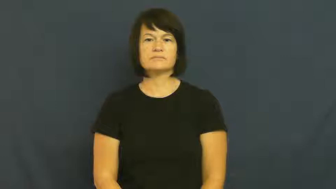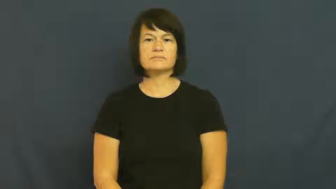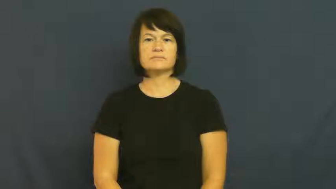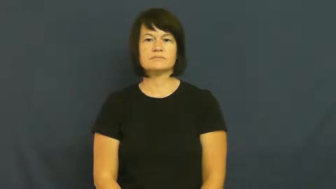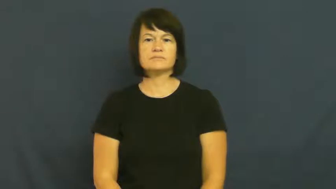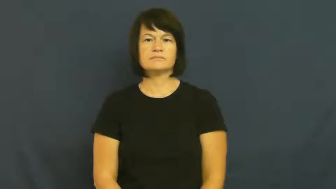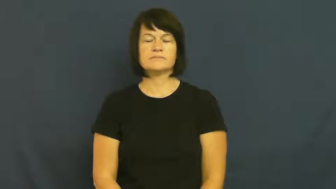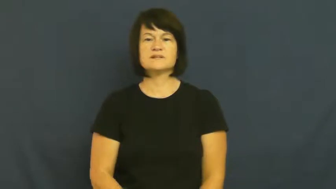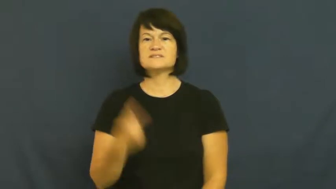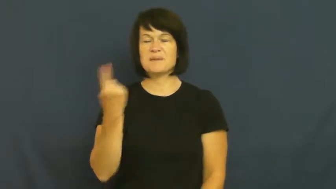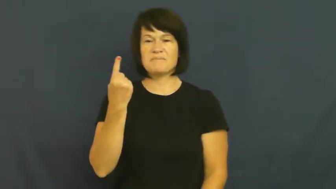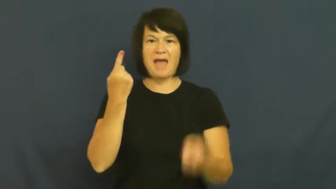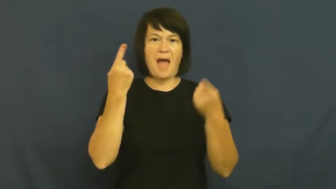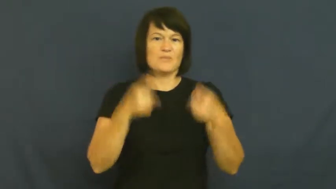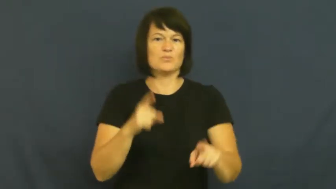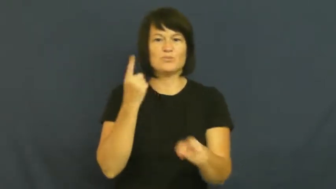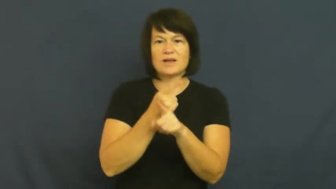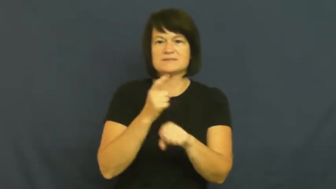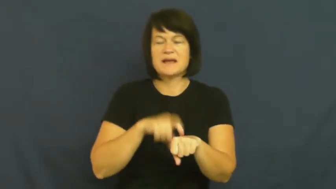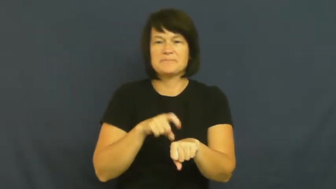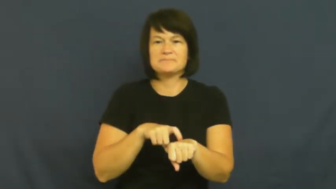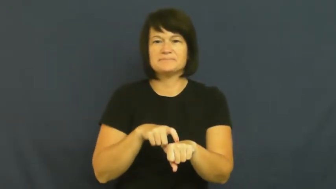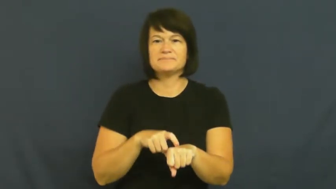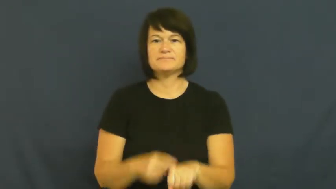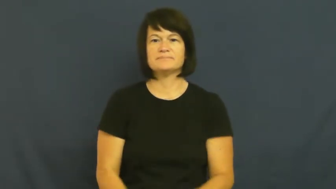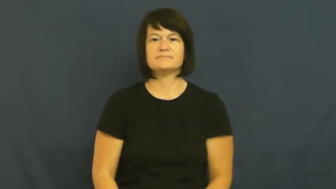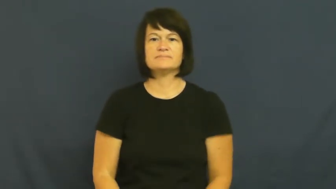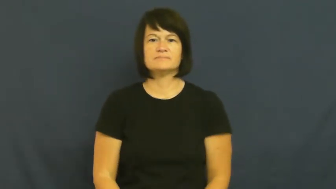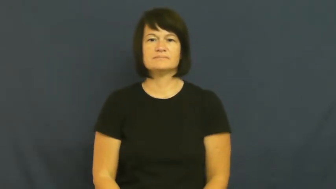opportune